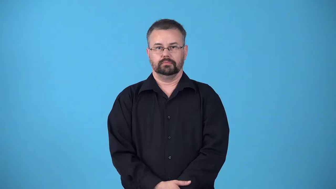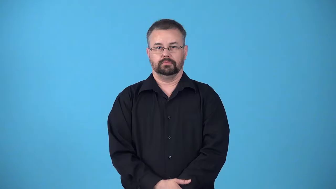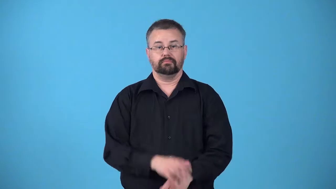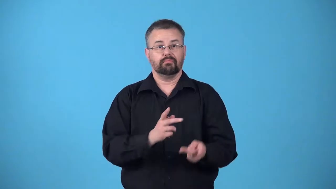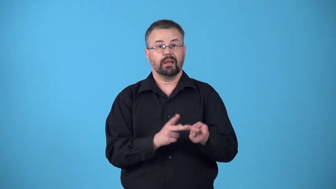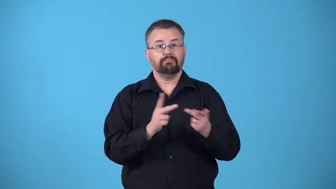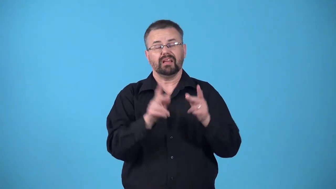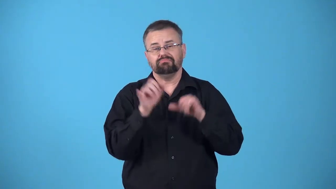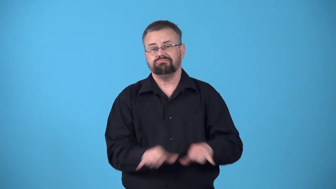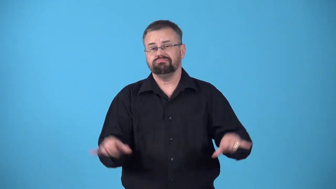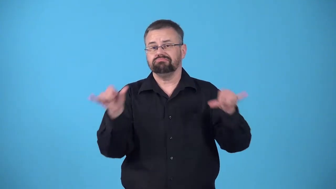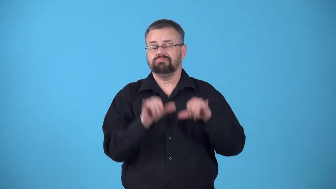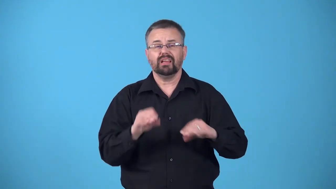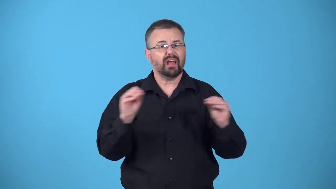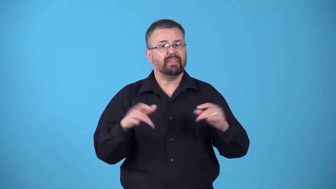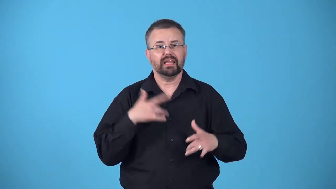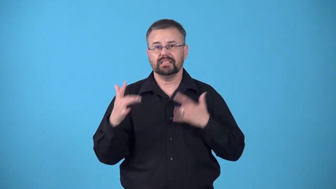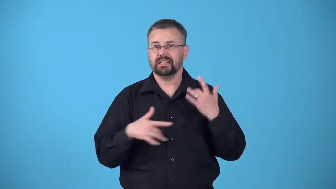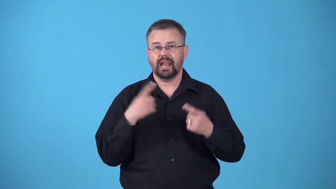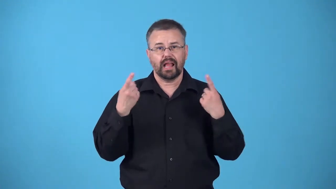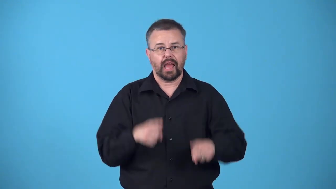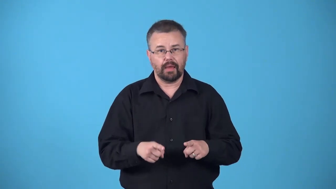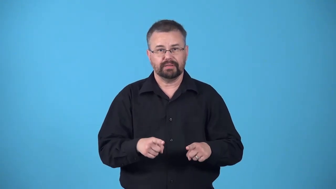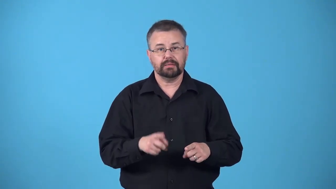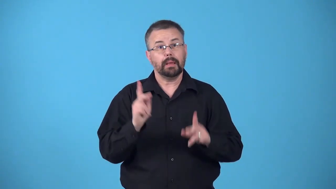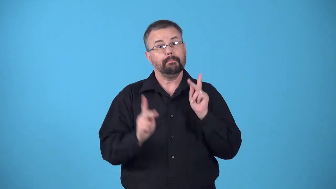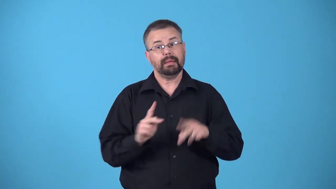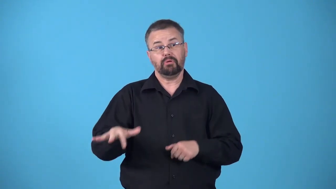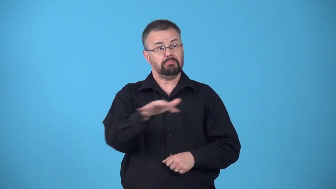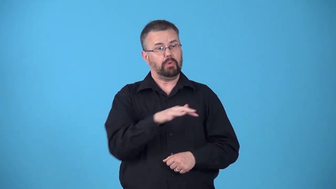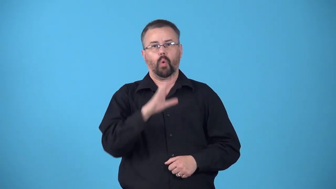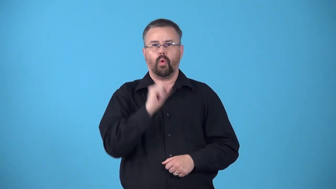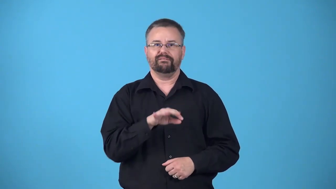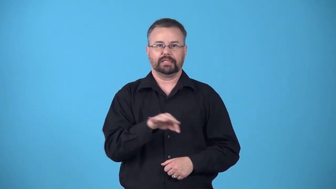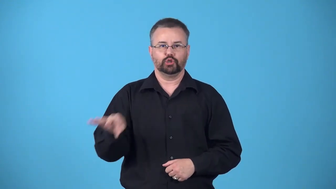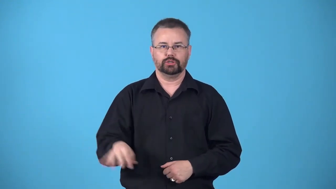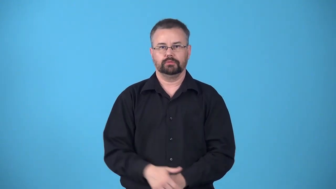backwater-place where nothing new happens